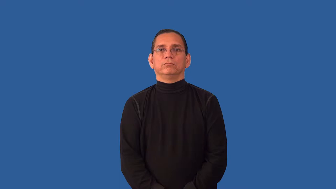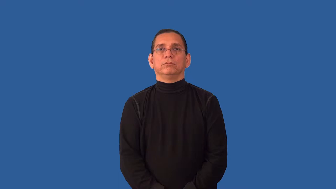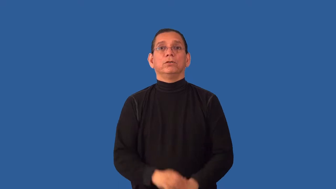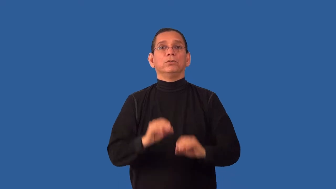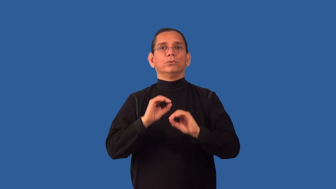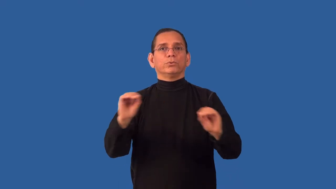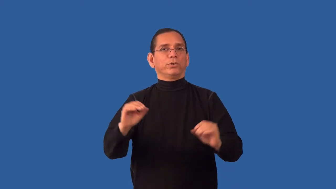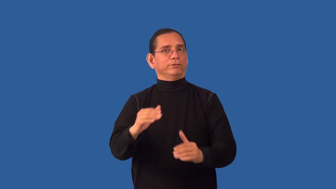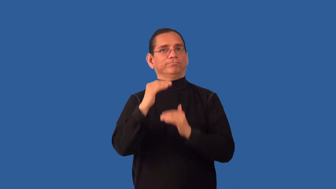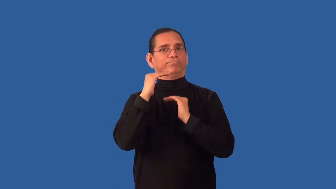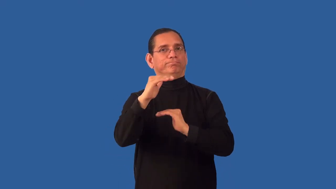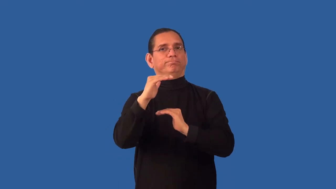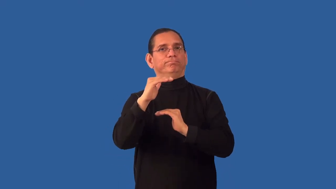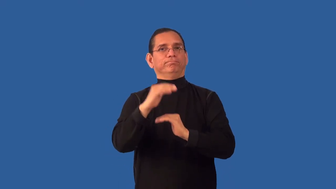limitless,illimitable